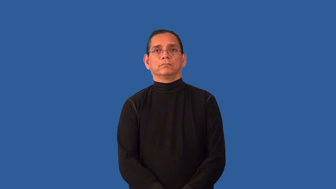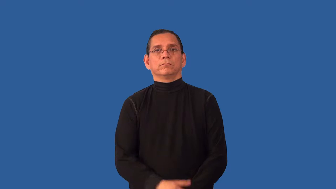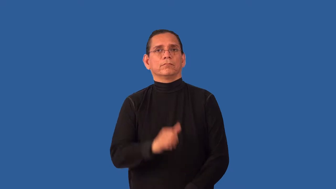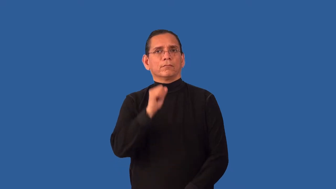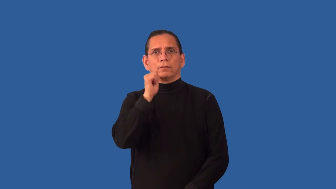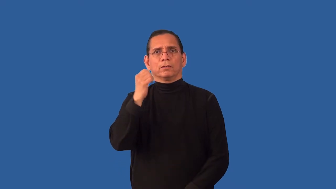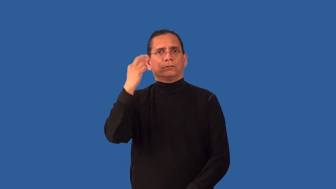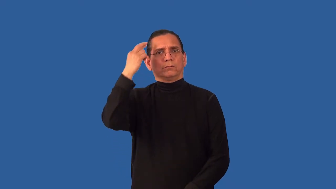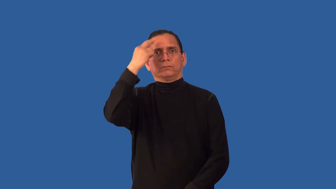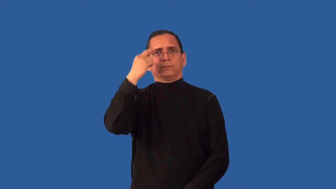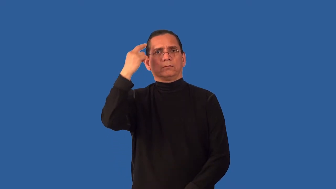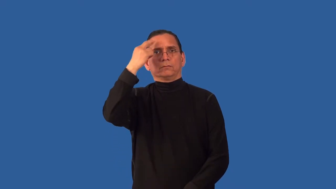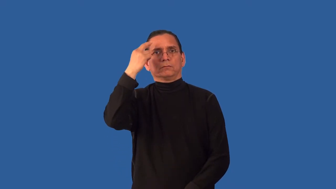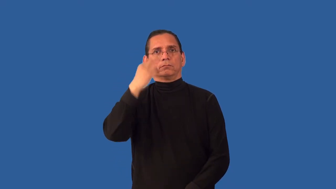unjustified